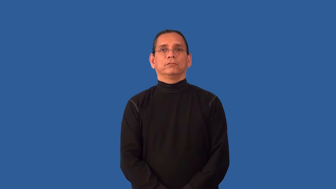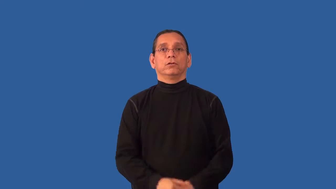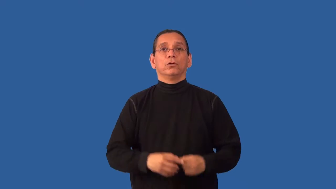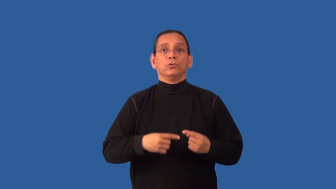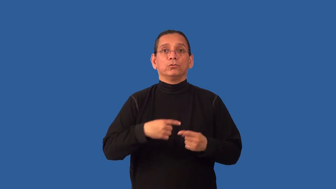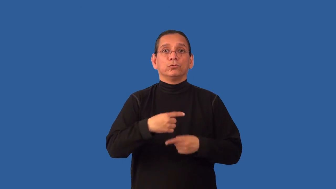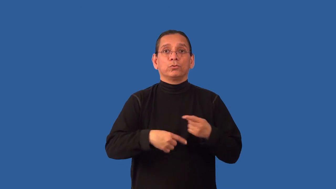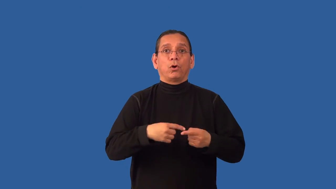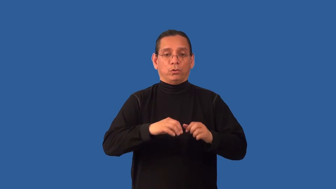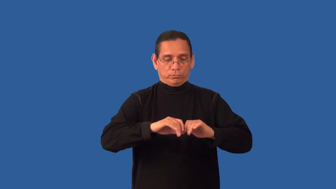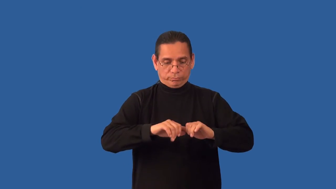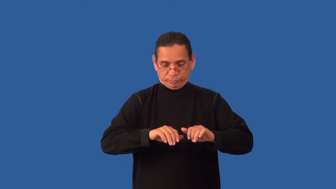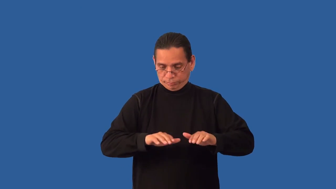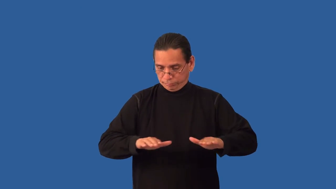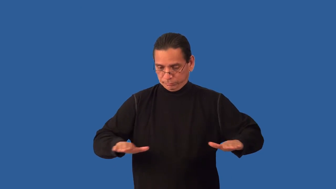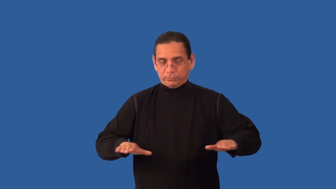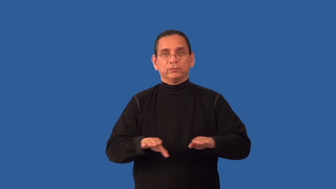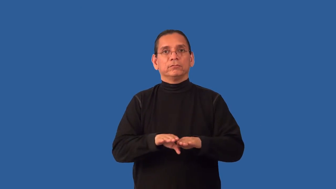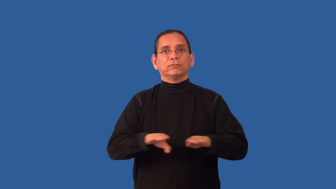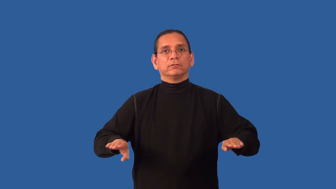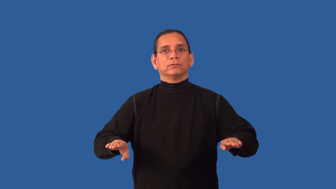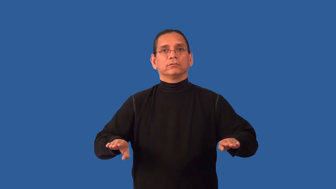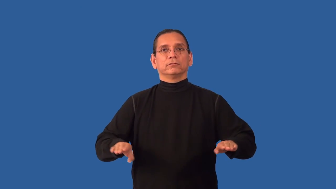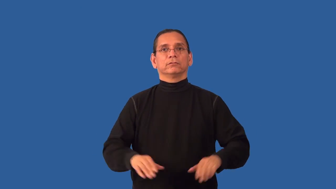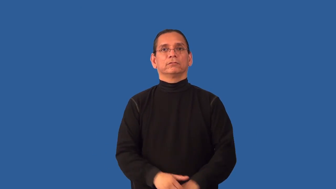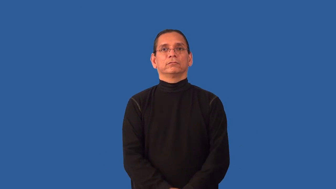unroll